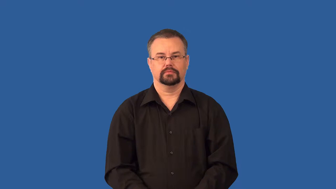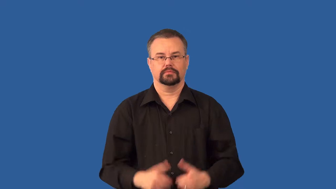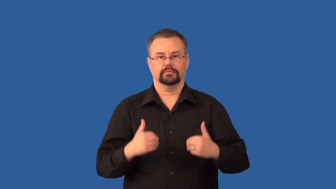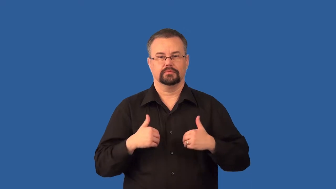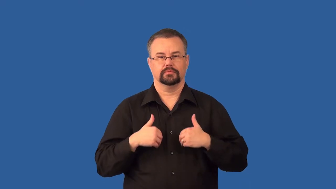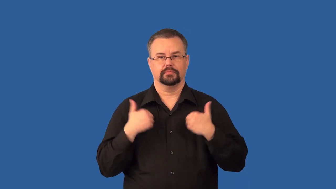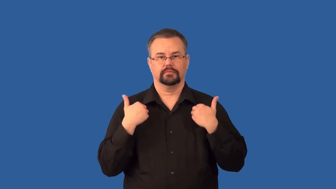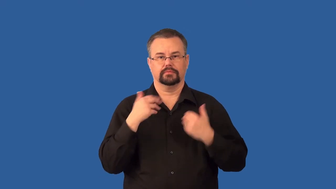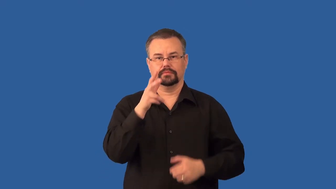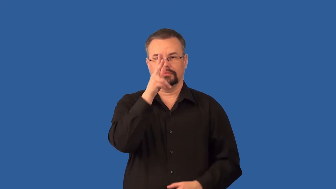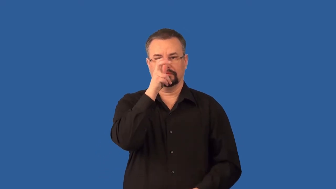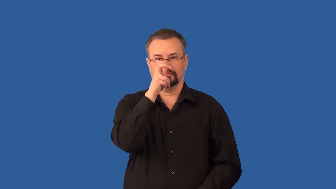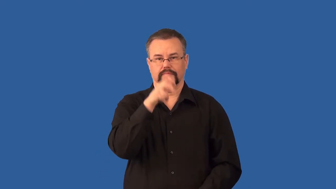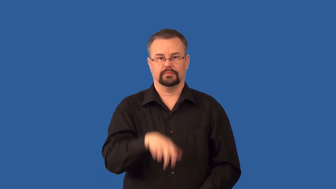nymph-bug